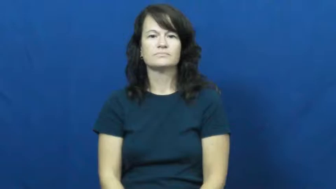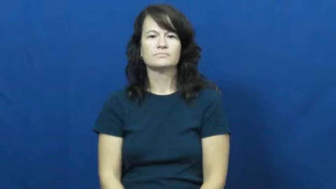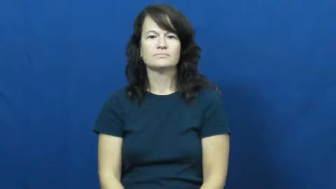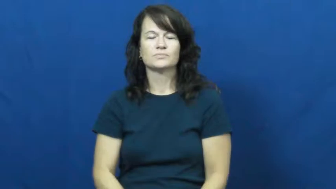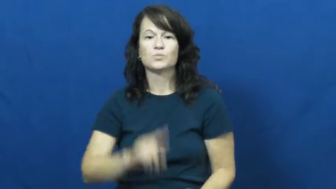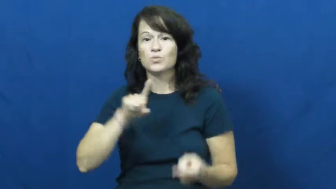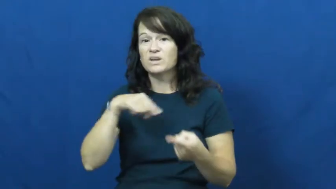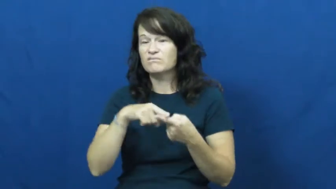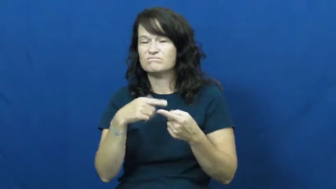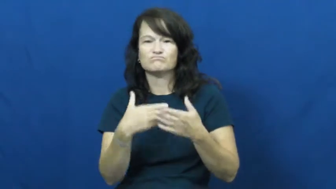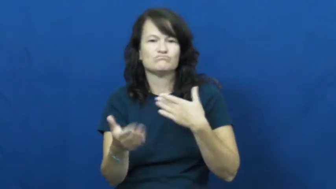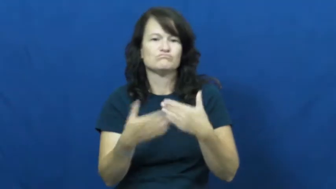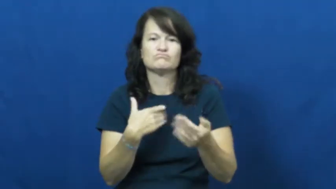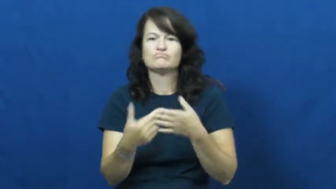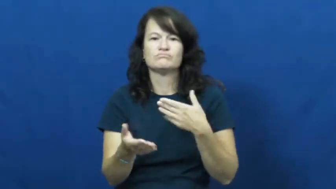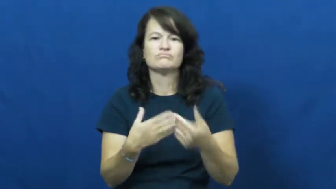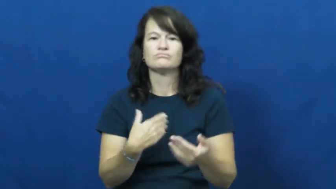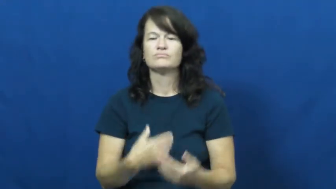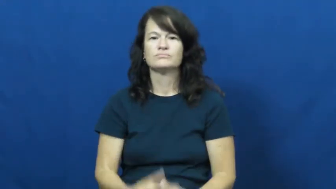whenever